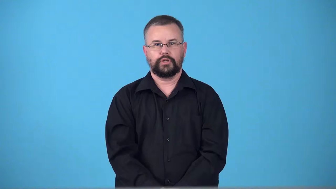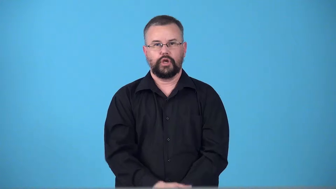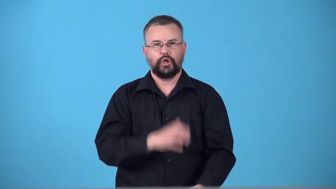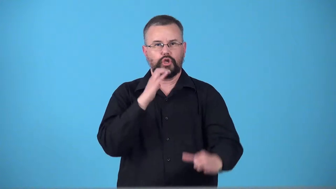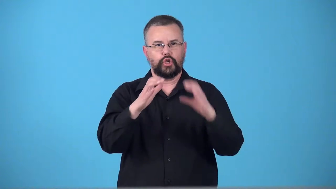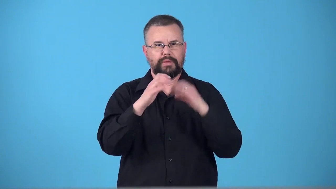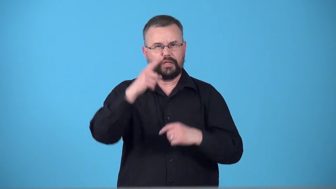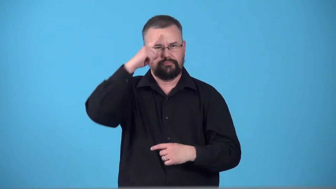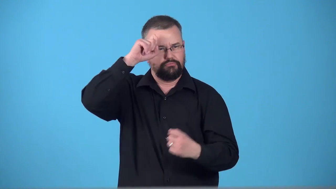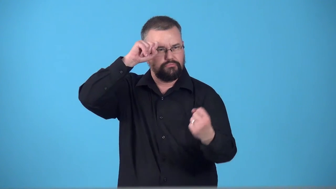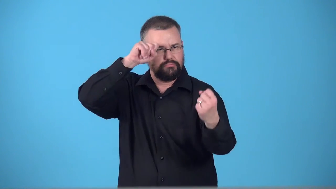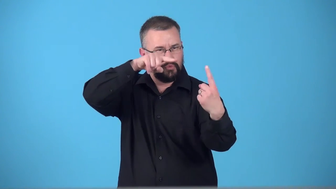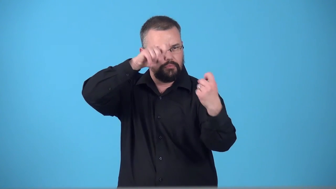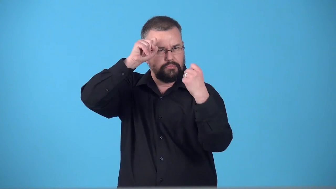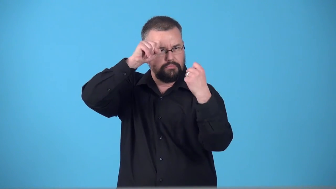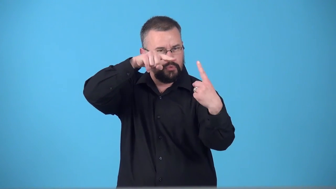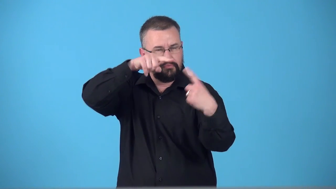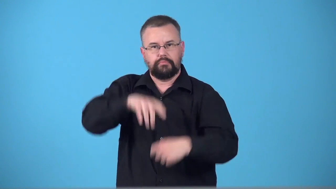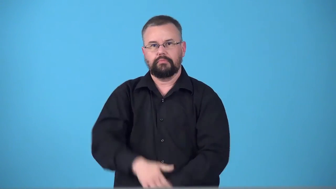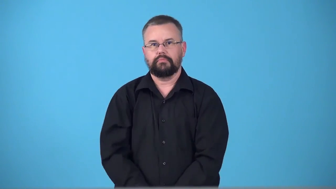telepathy,telepathist